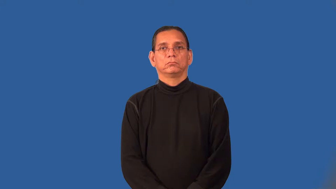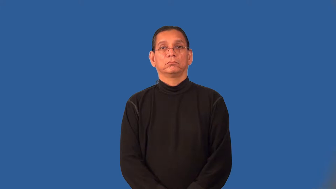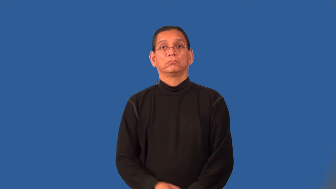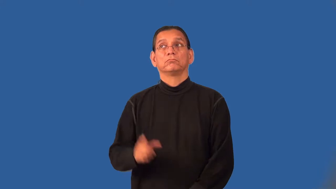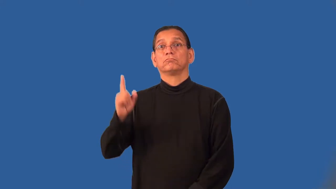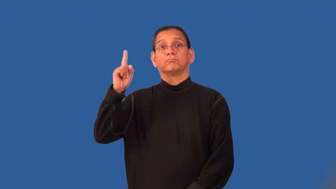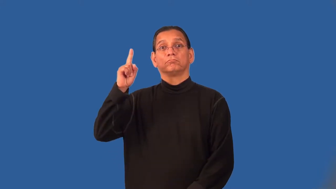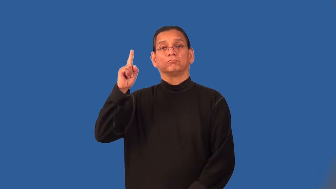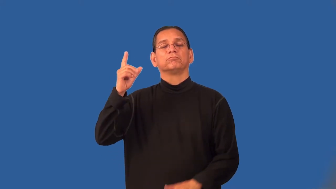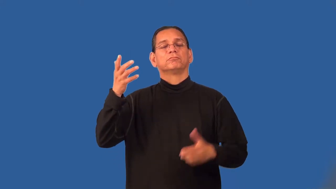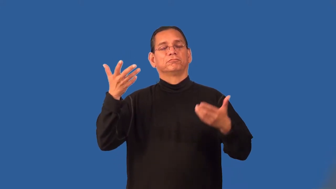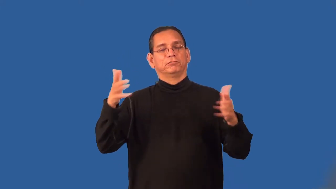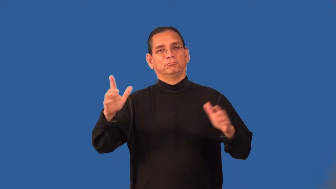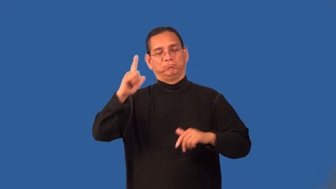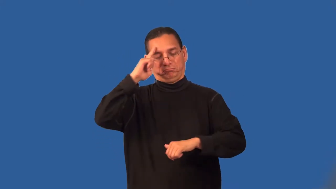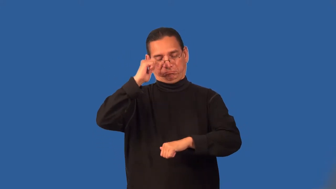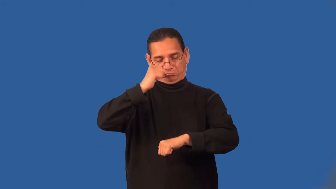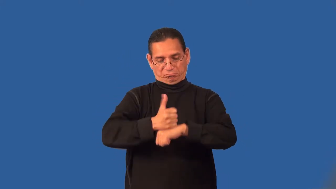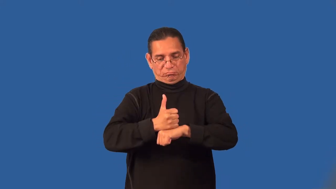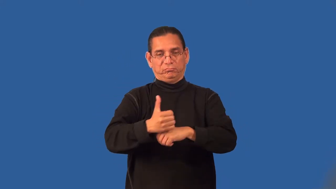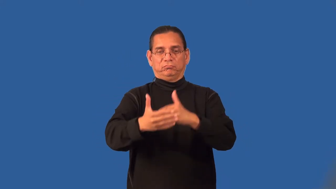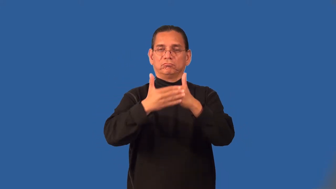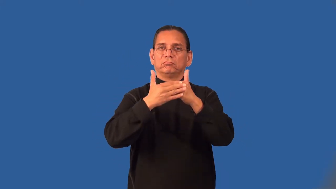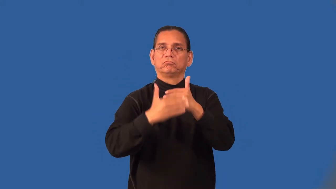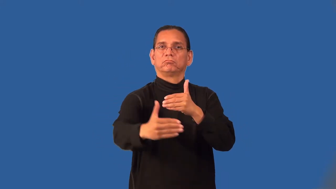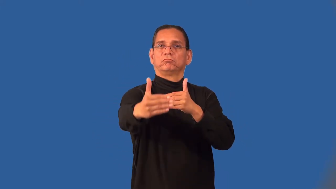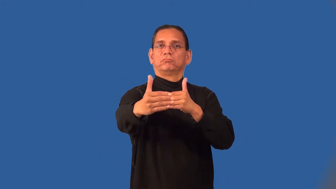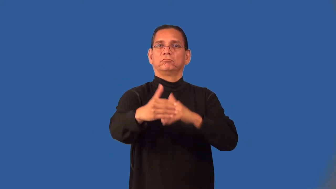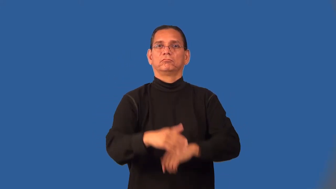preordain,foreordain